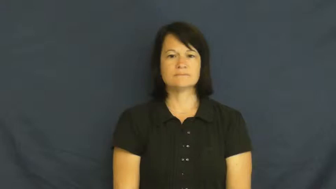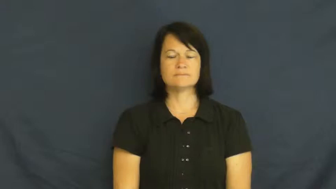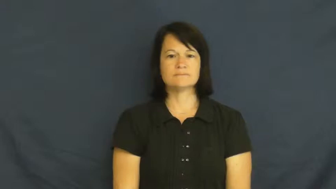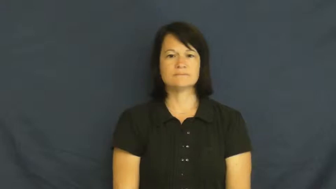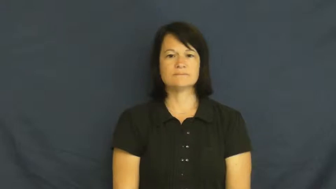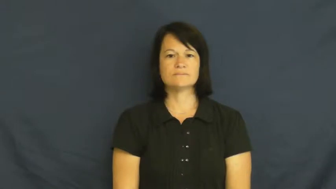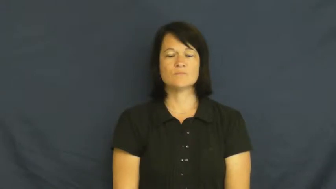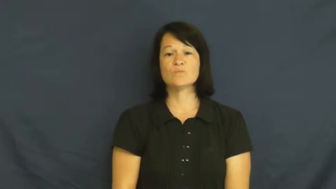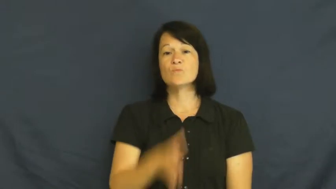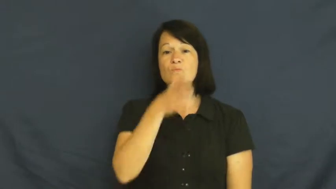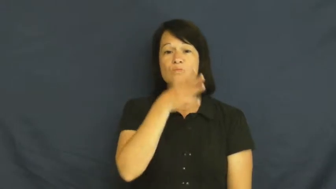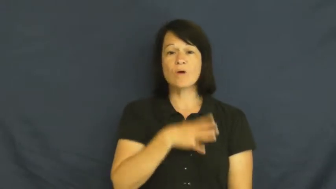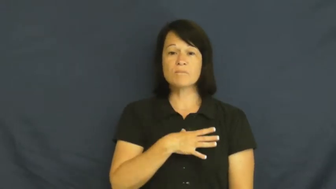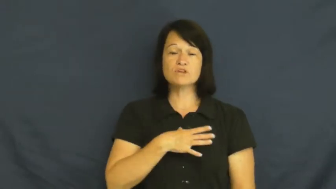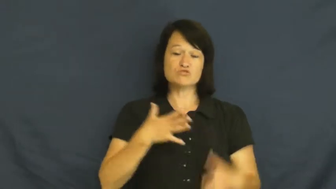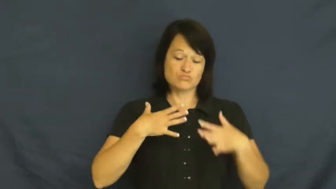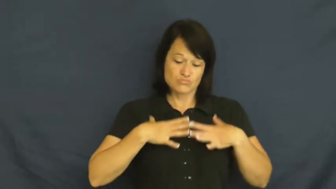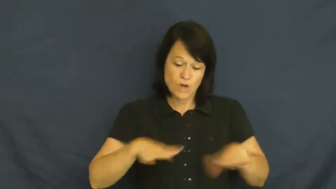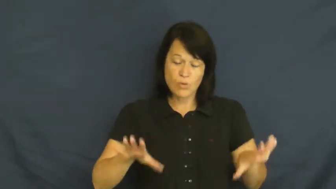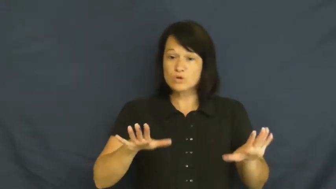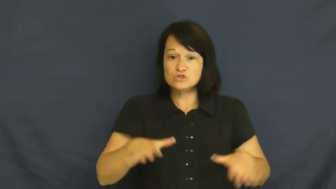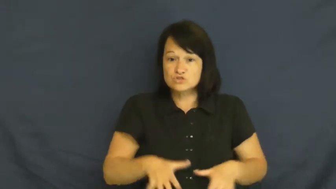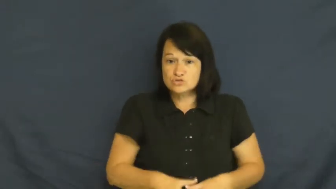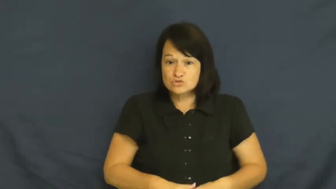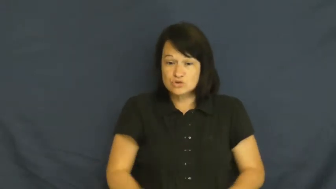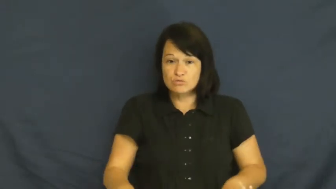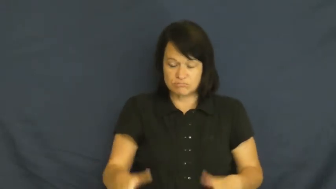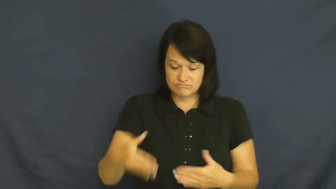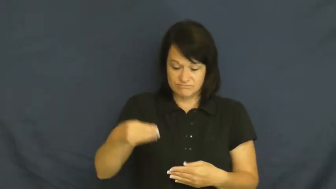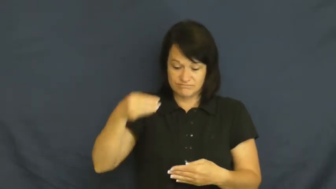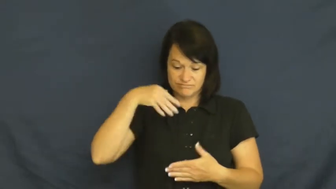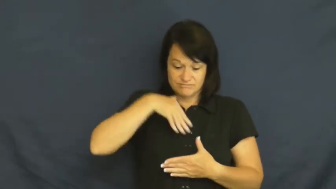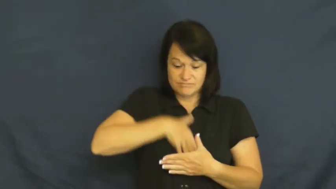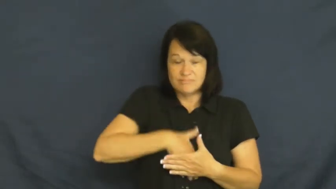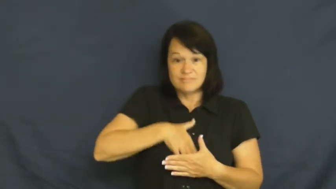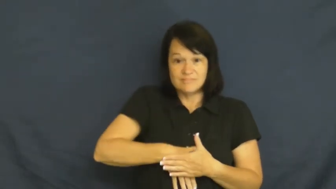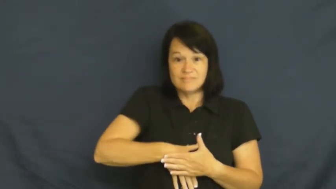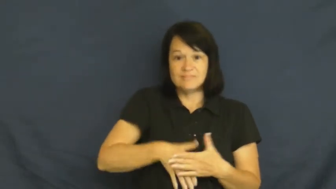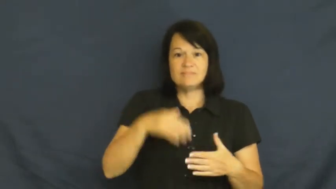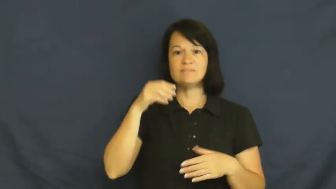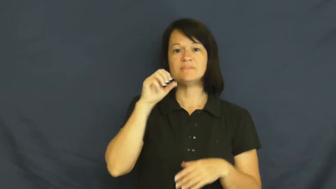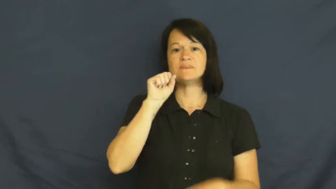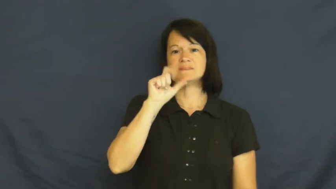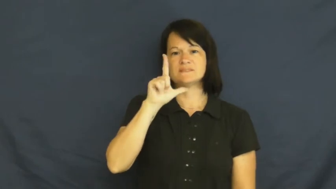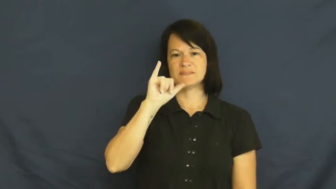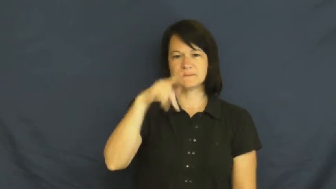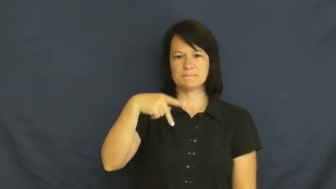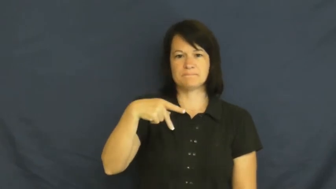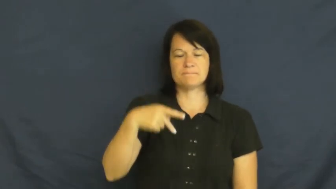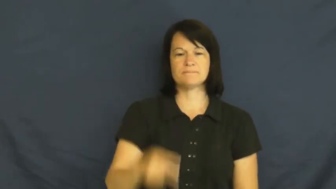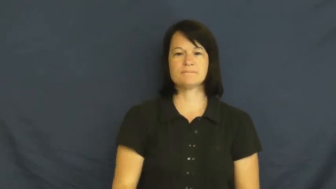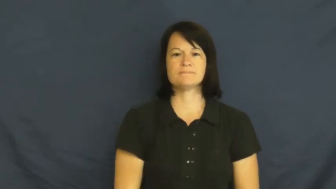slip,petticoat-clothing